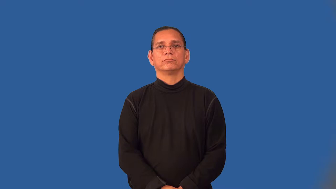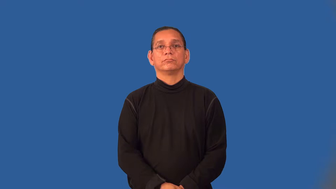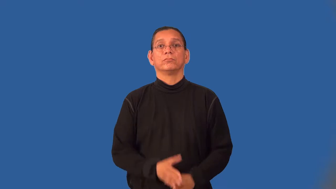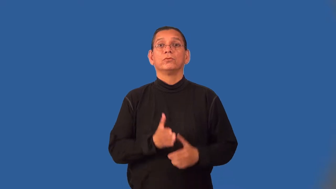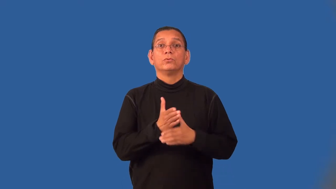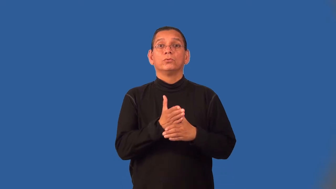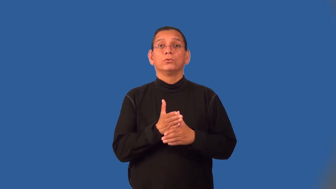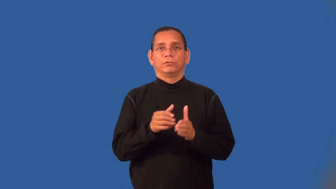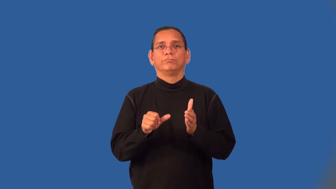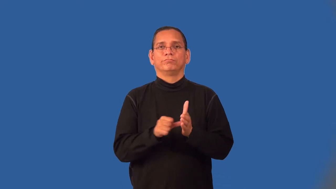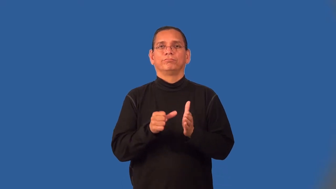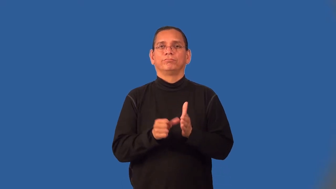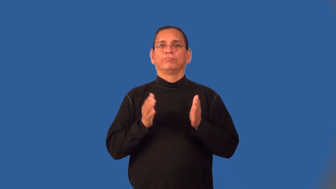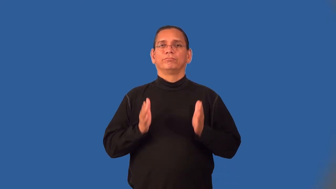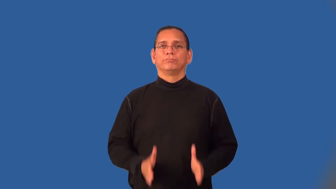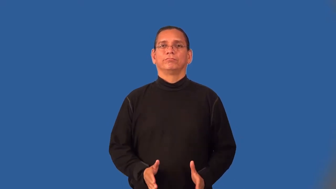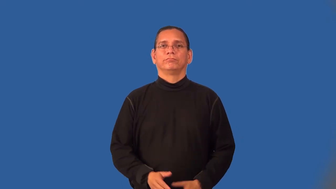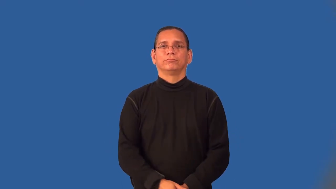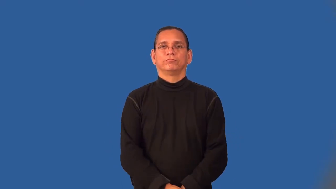whittler